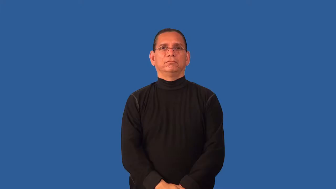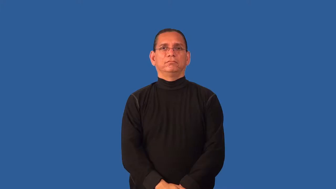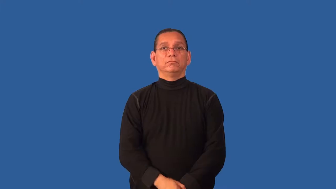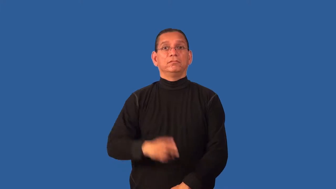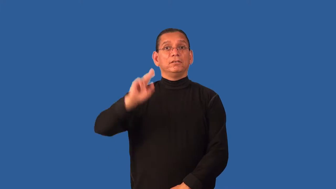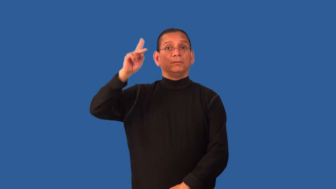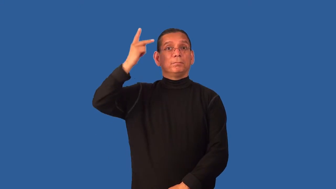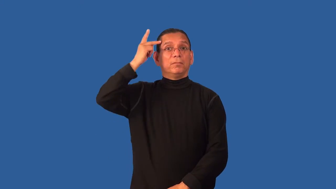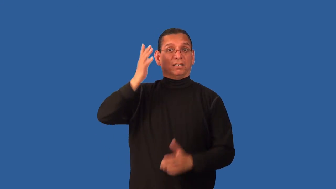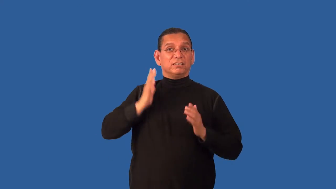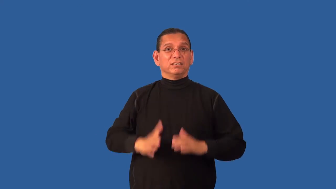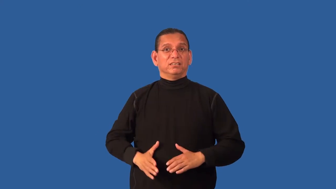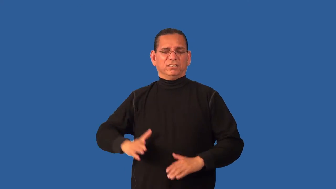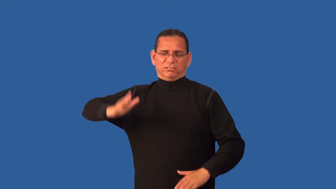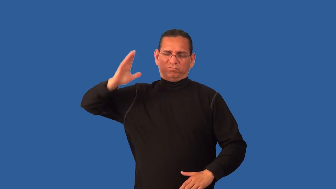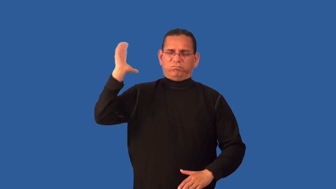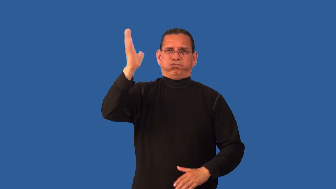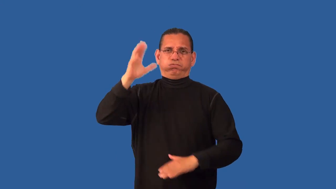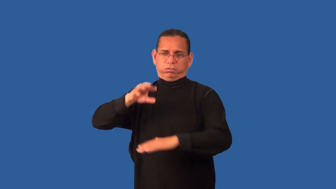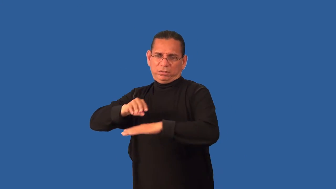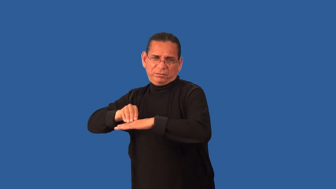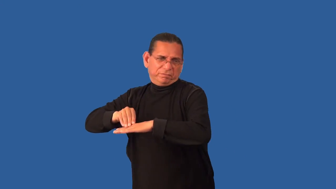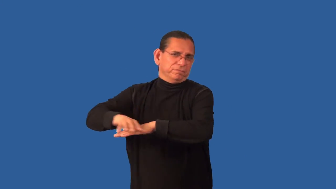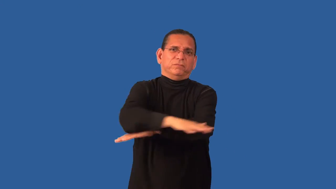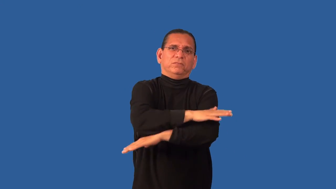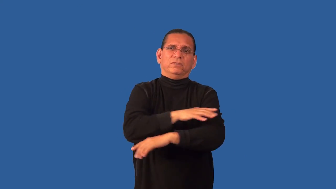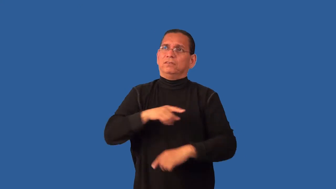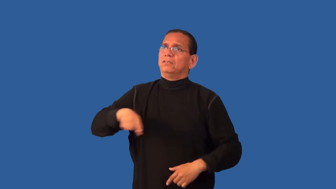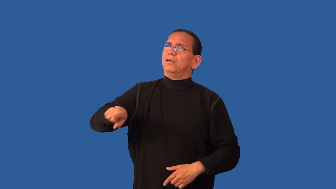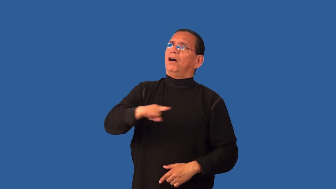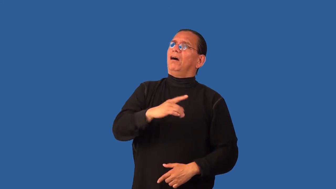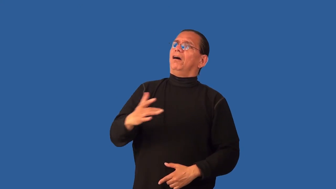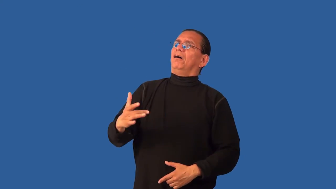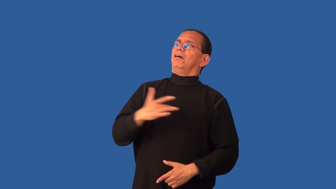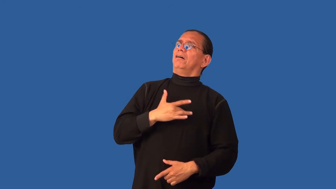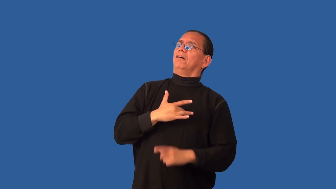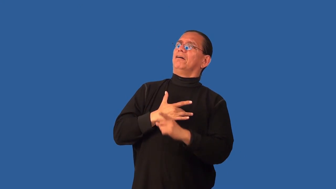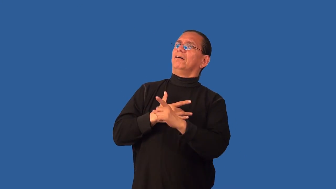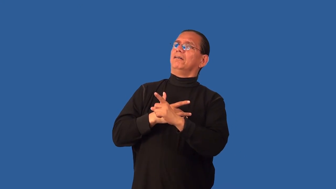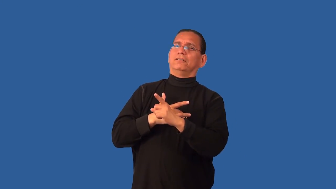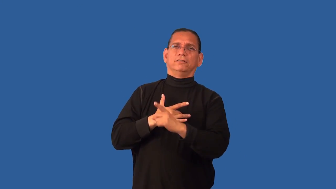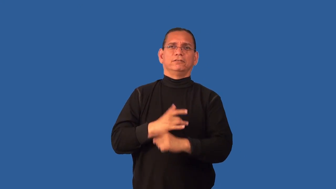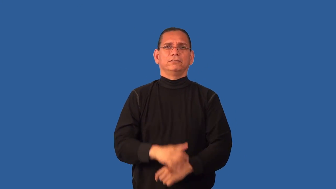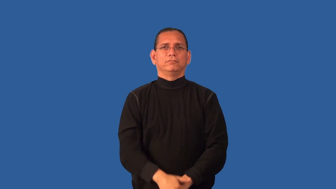demagogue